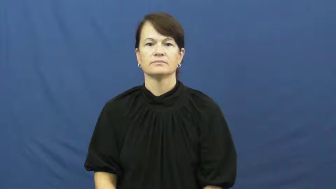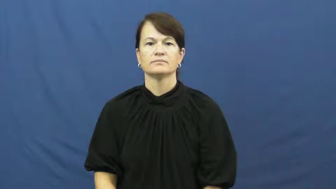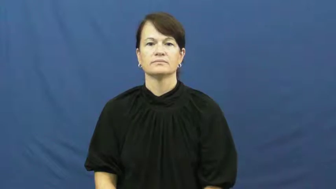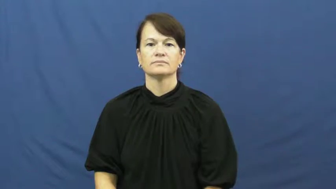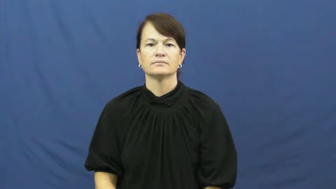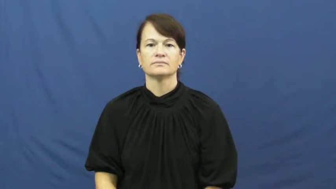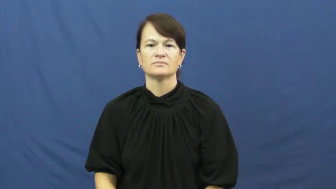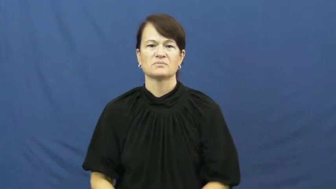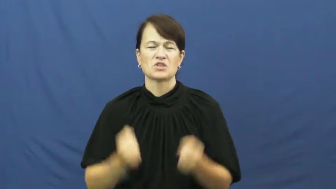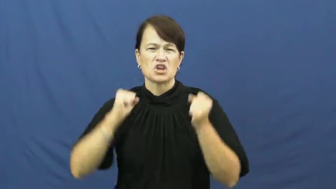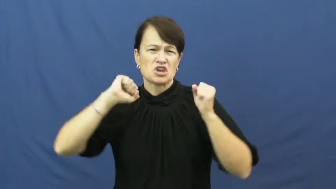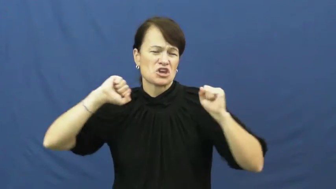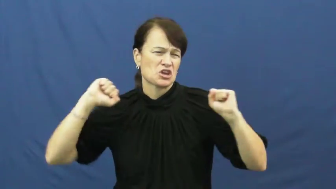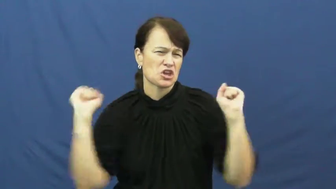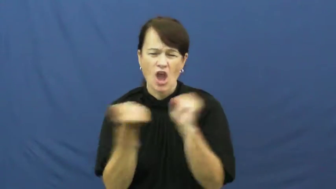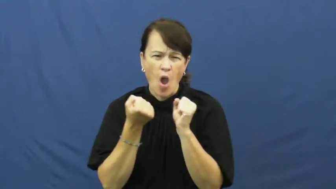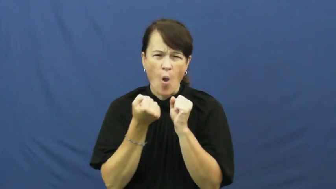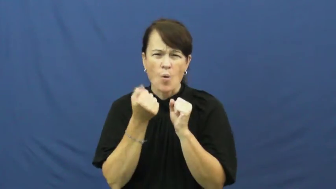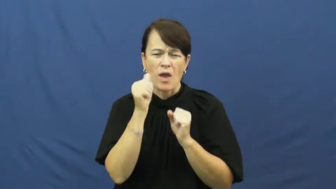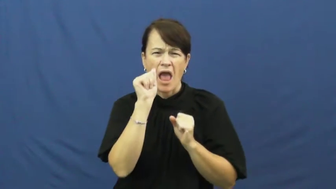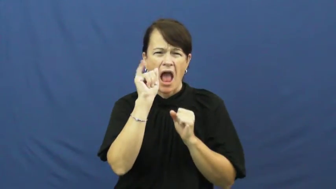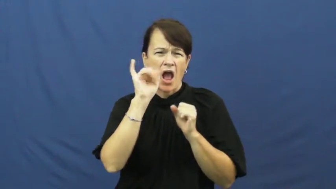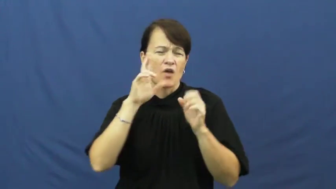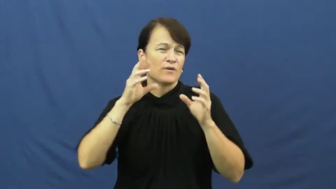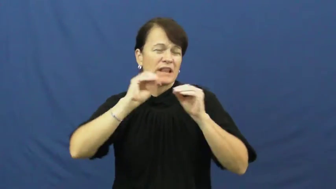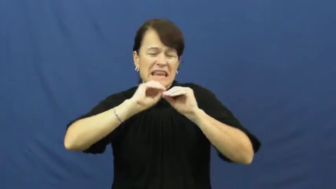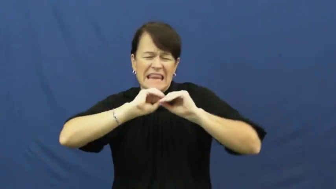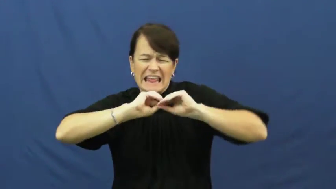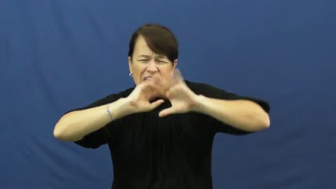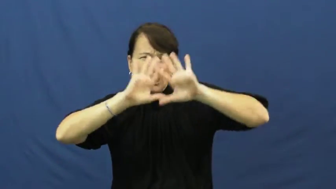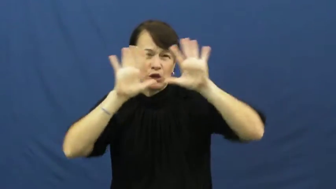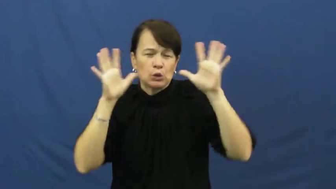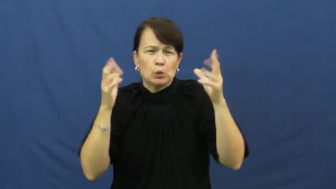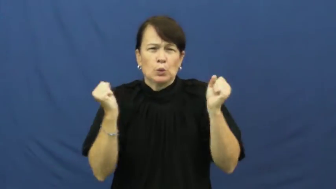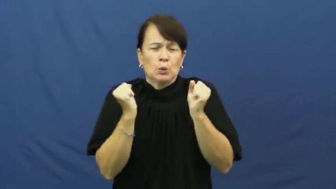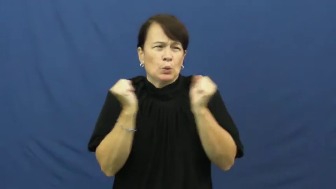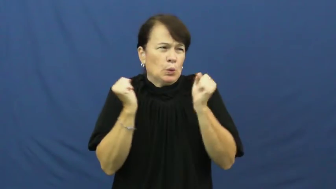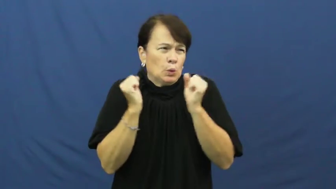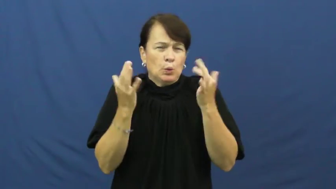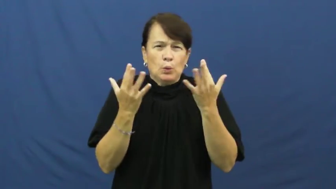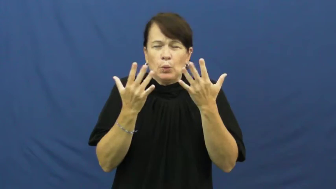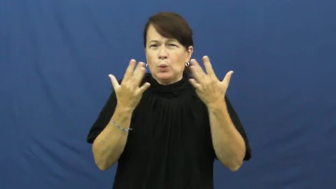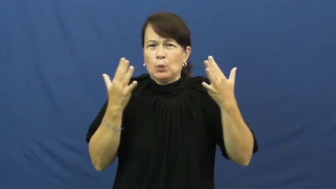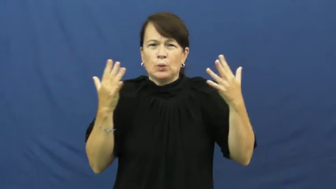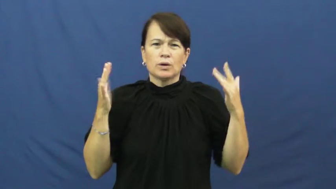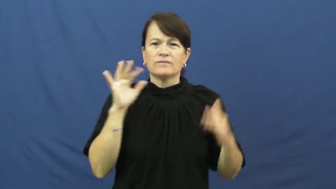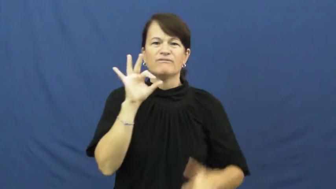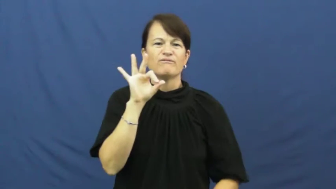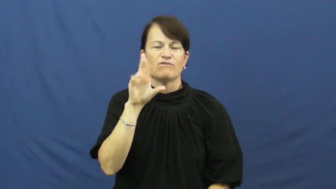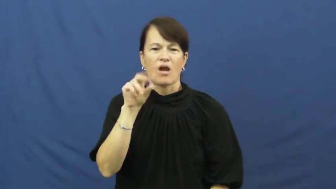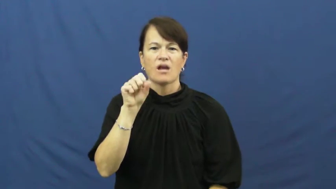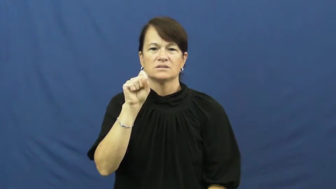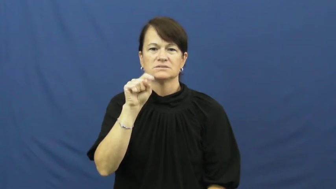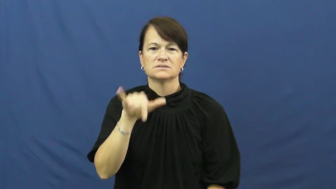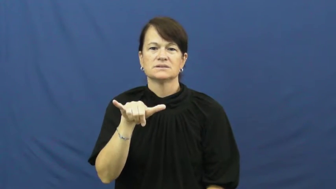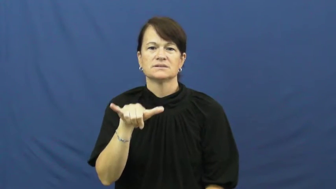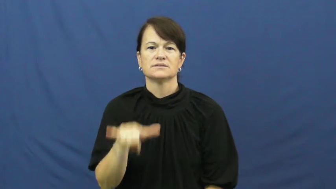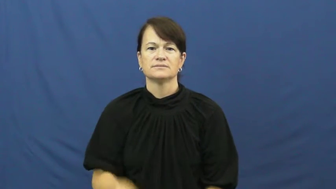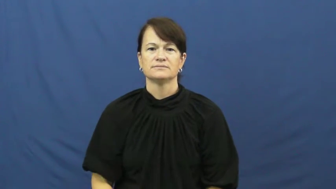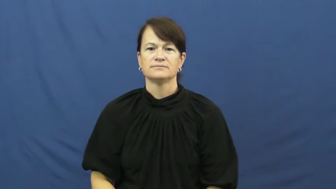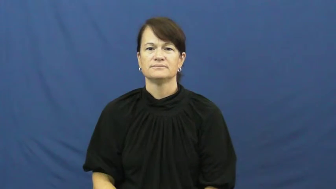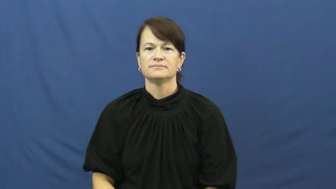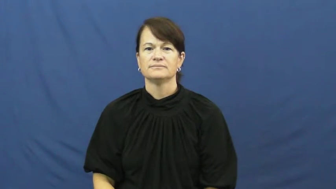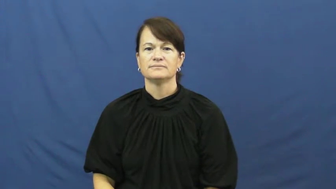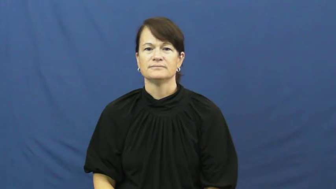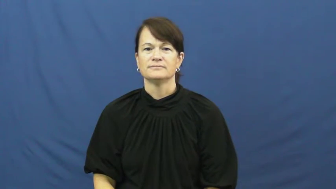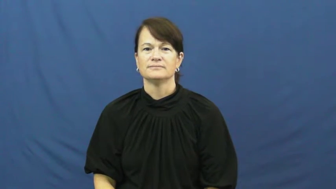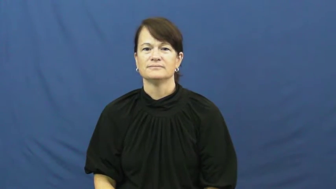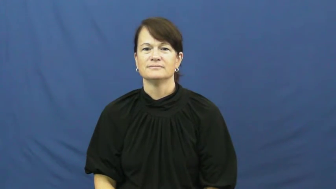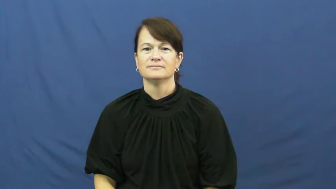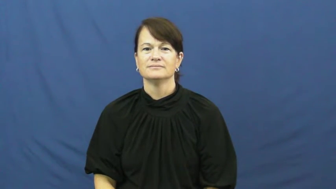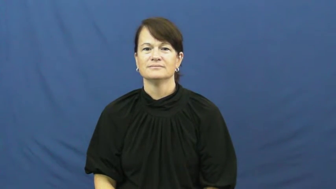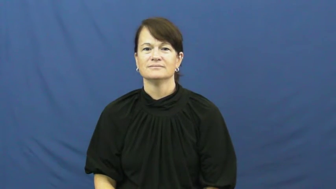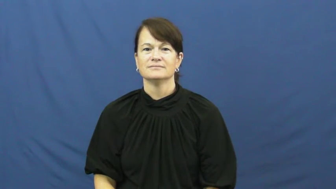frosty-cold